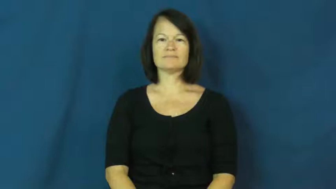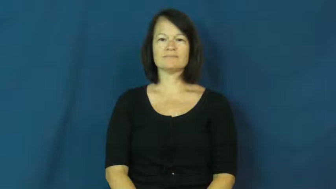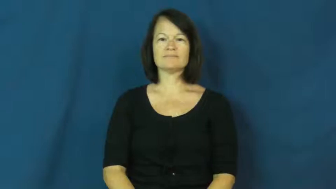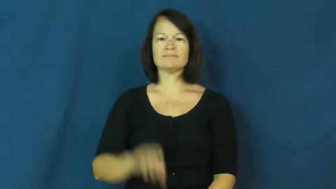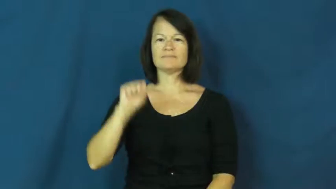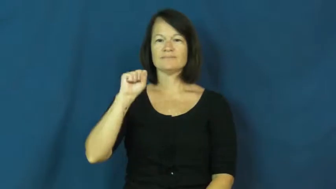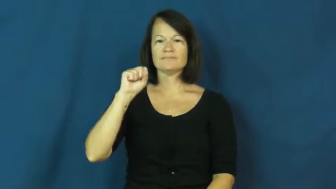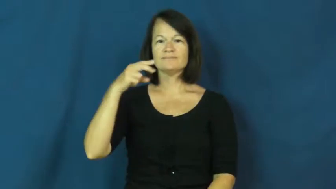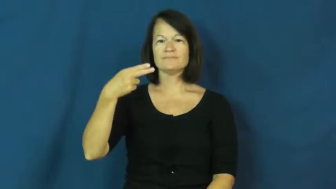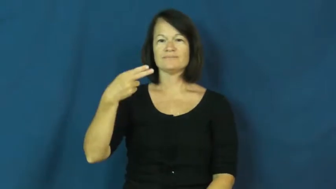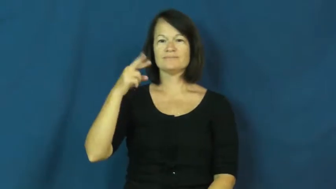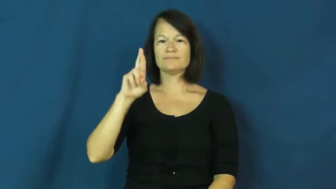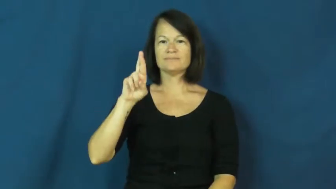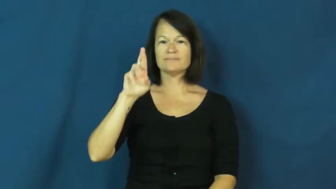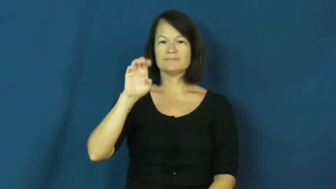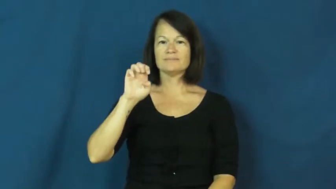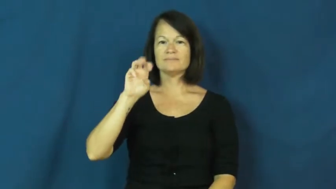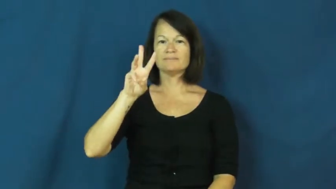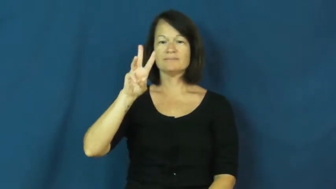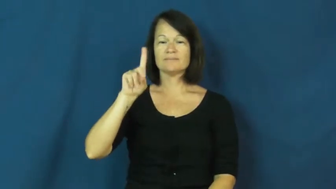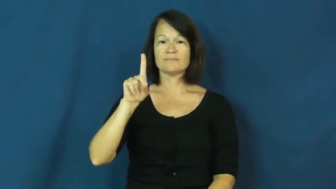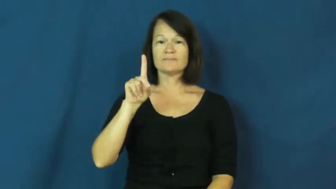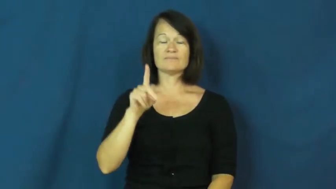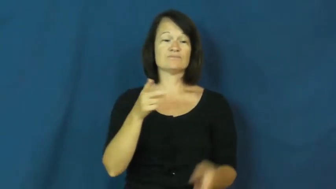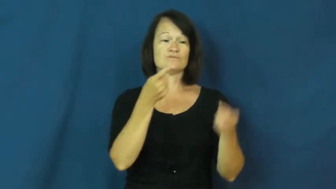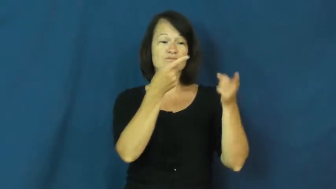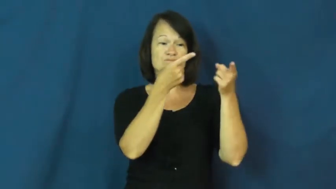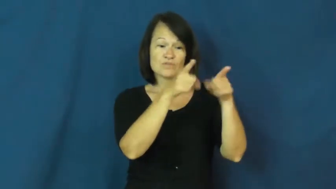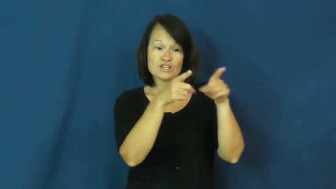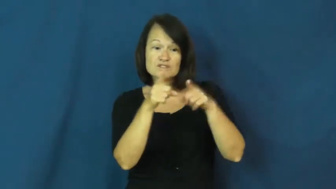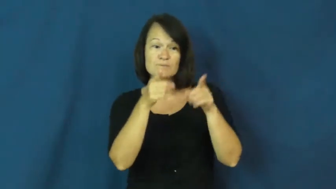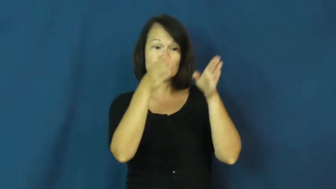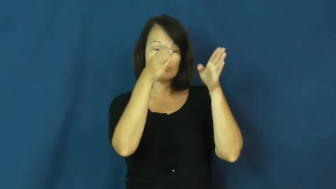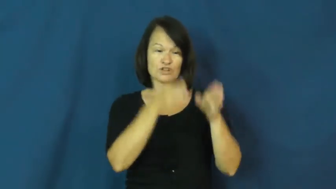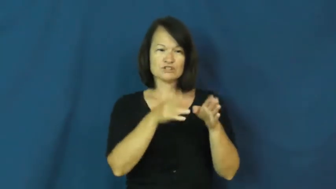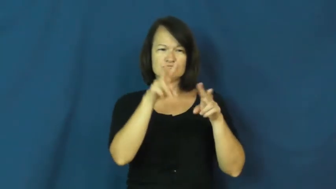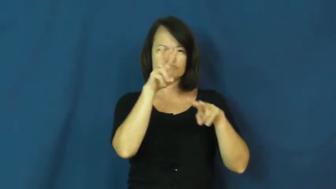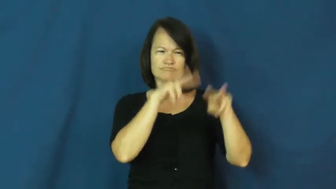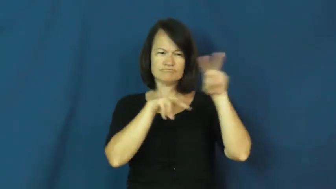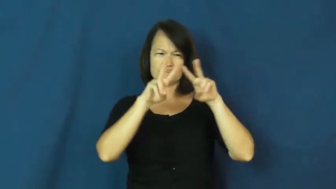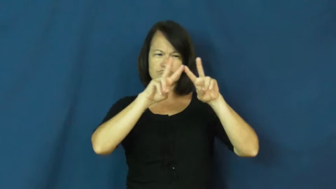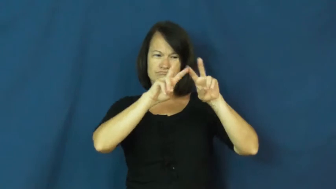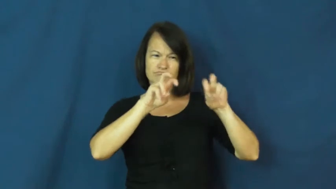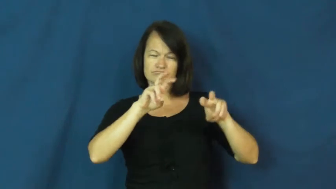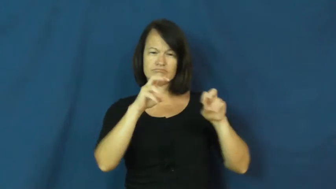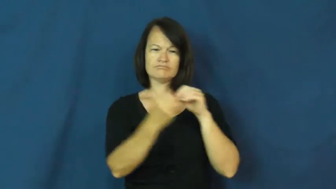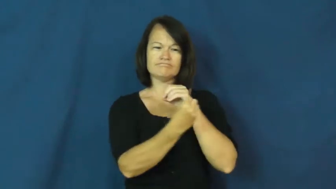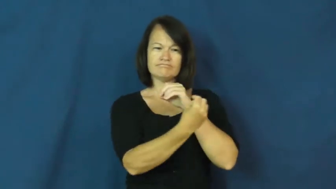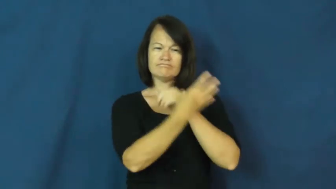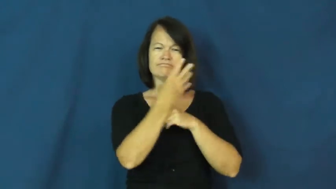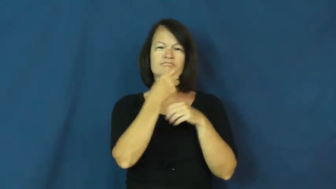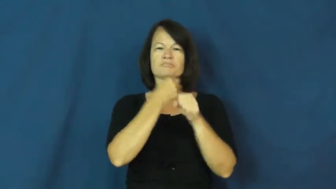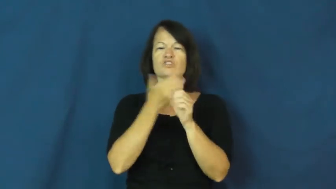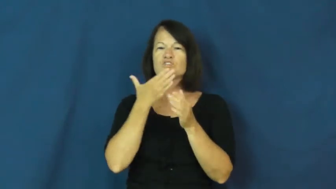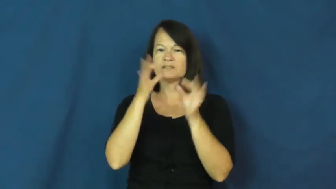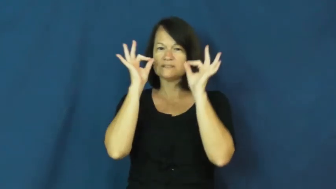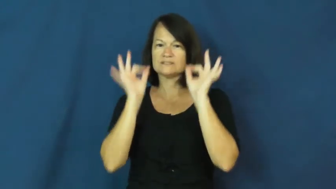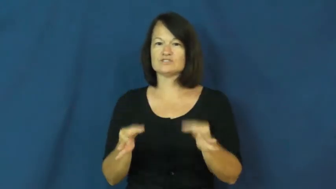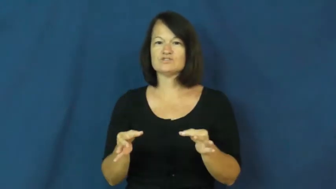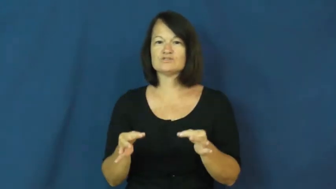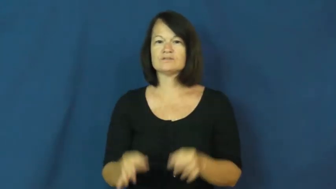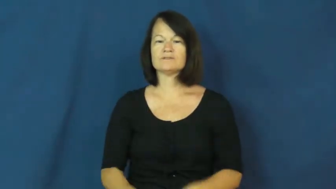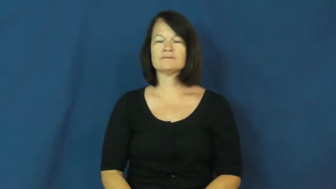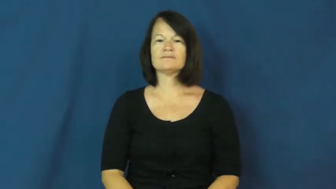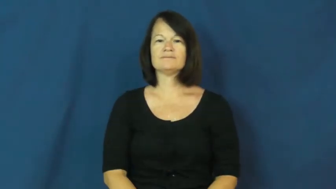shrewd